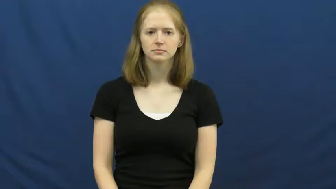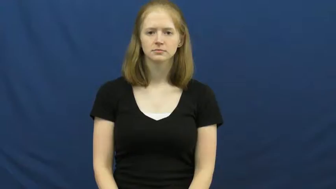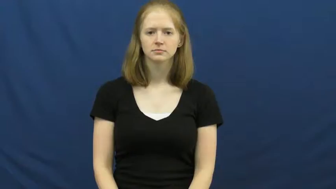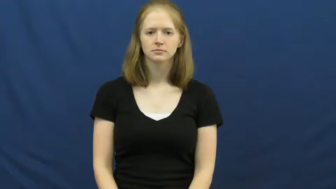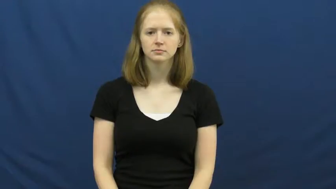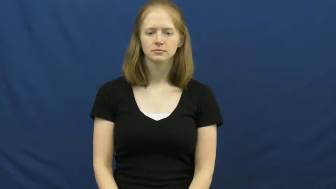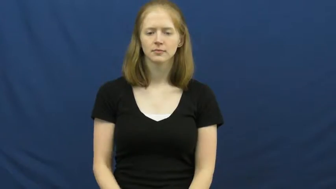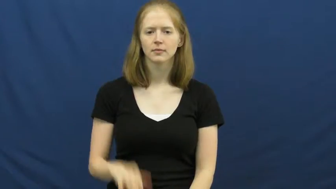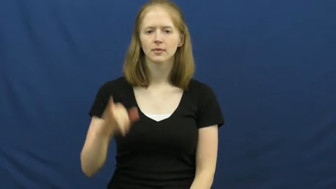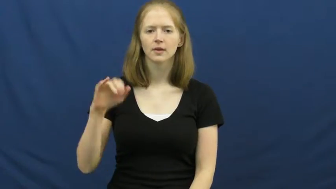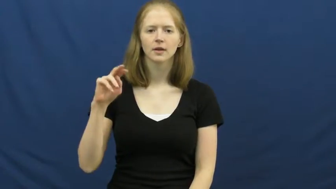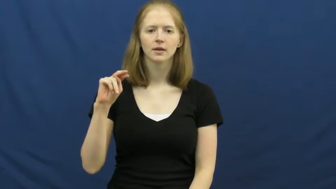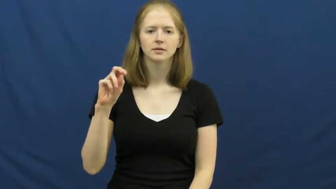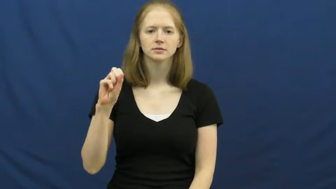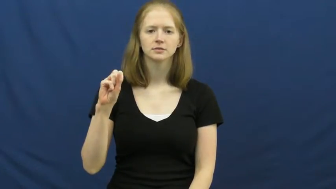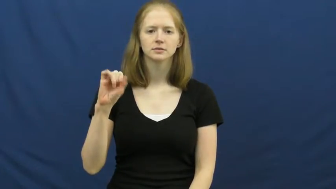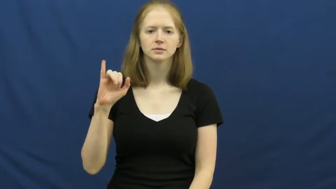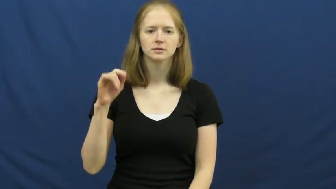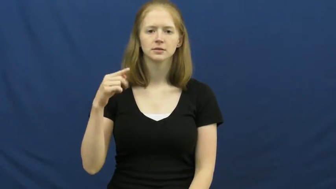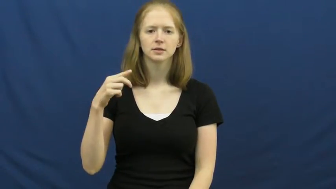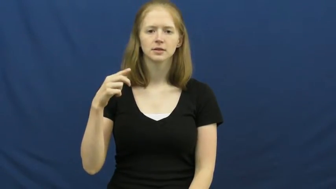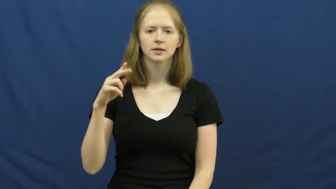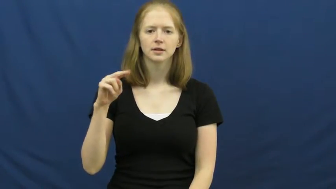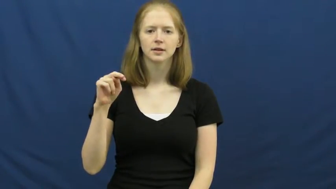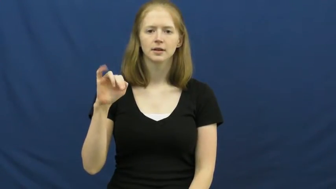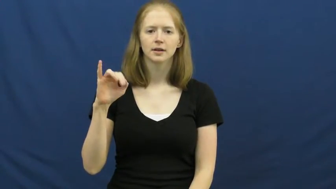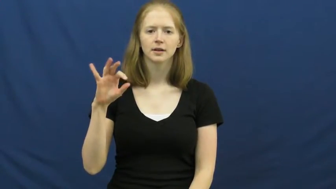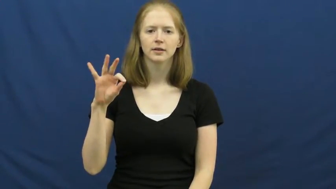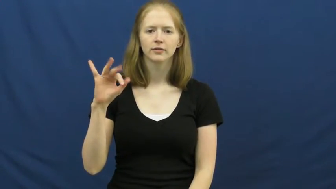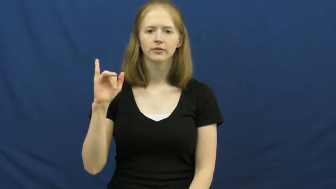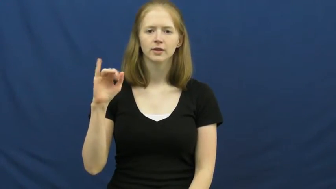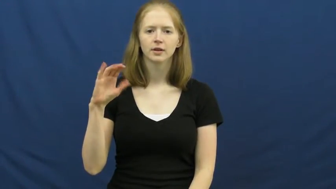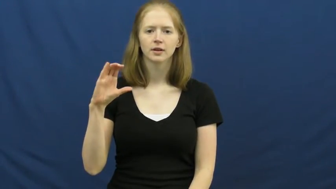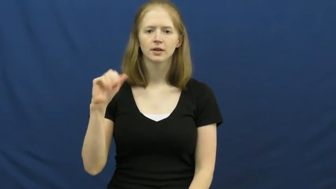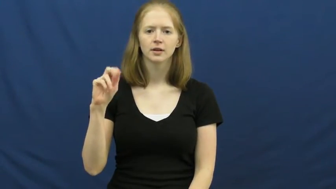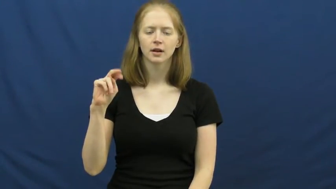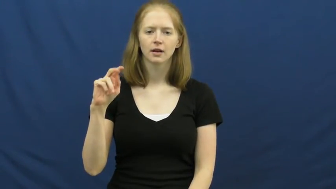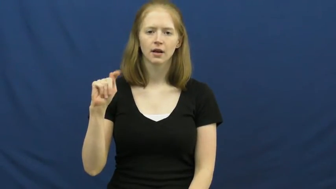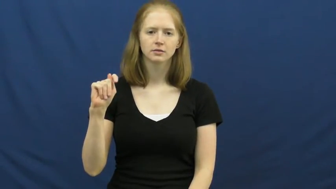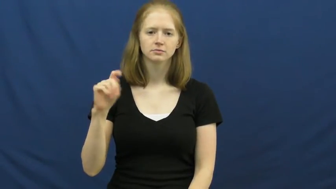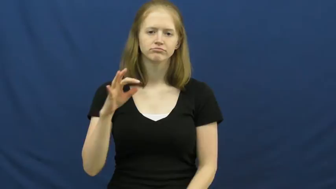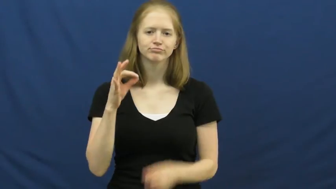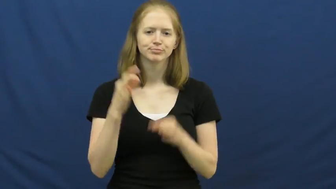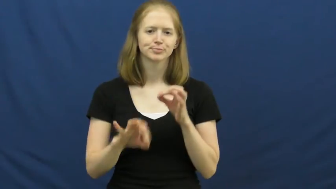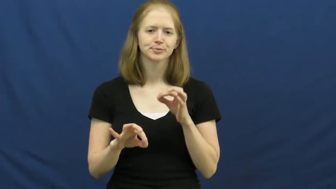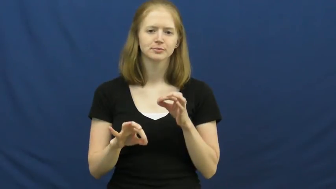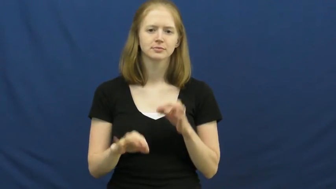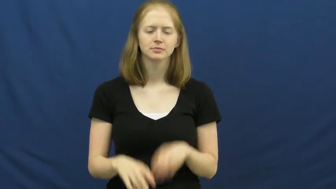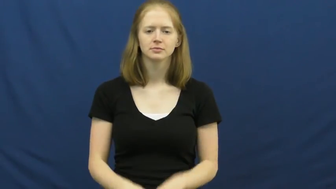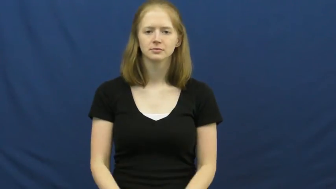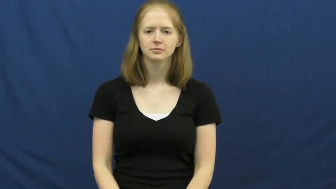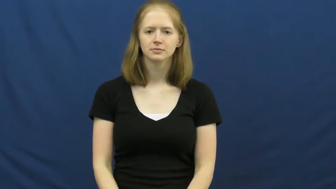insignificant